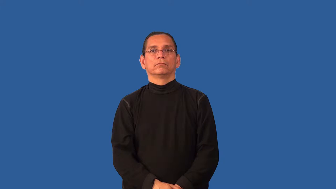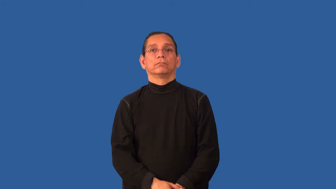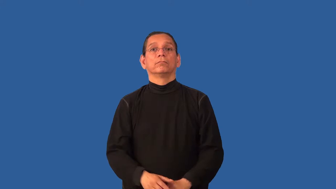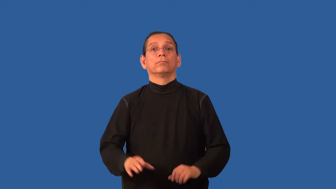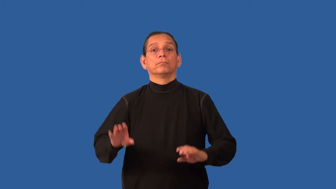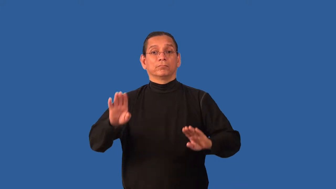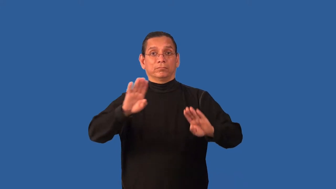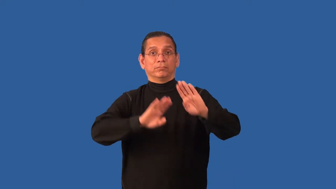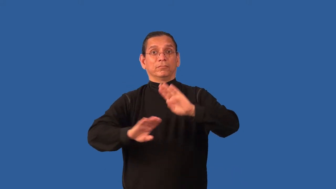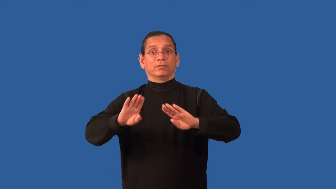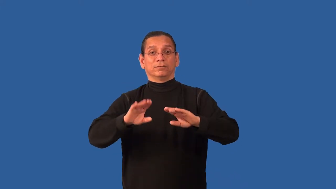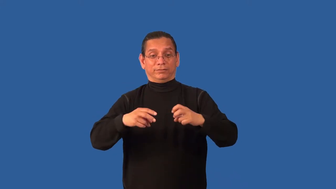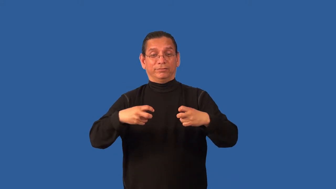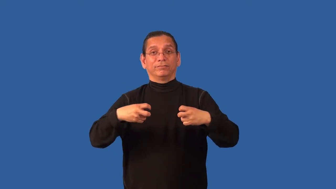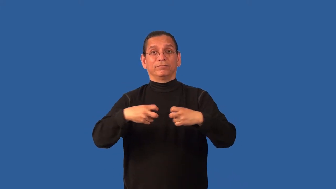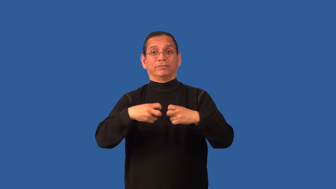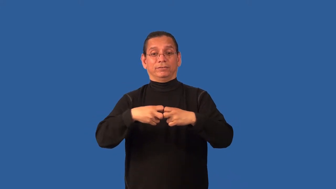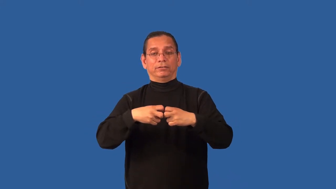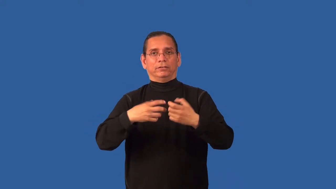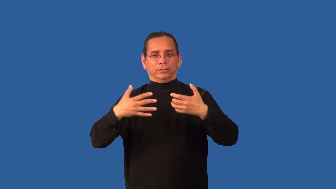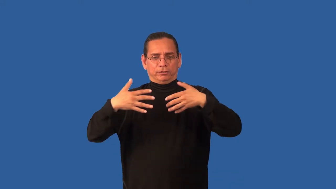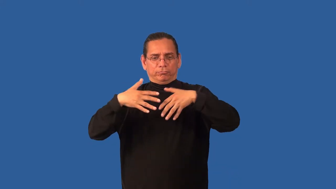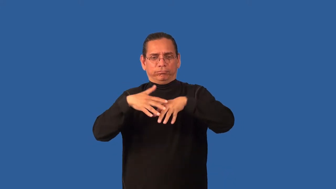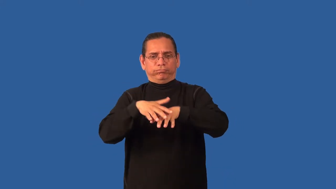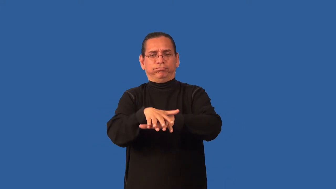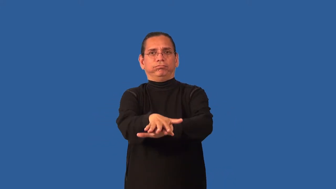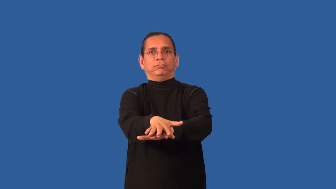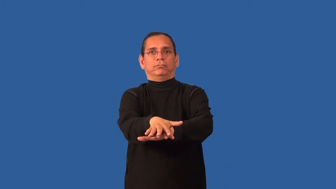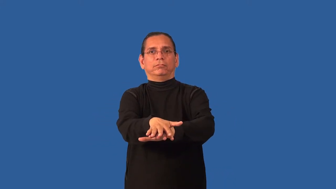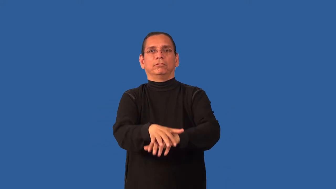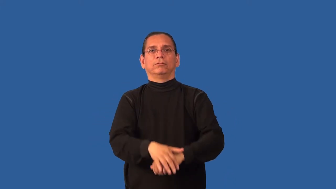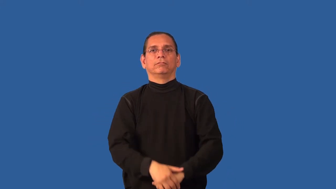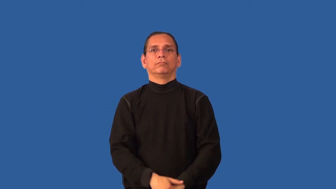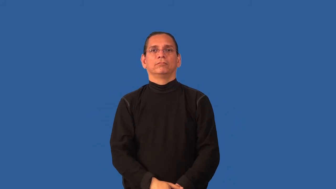biophysics